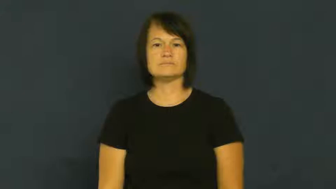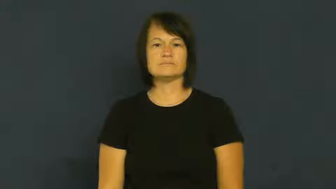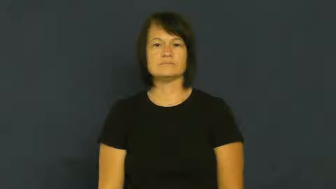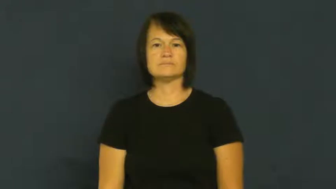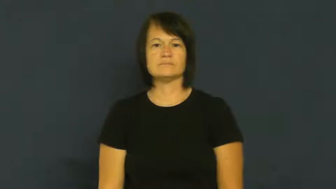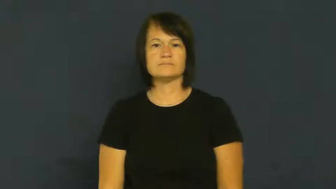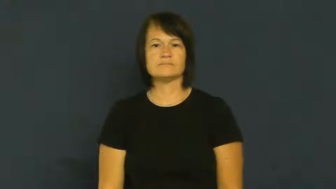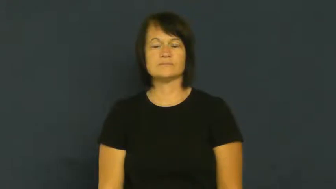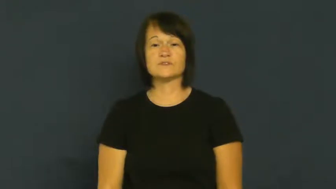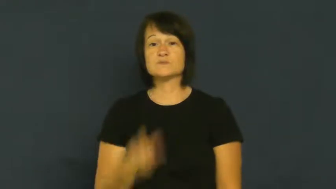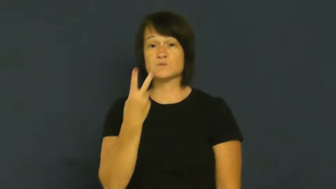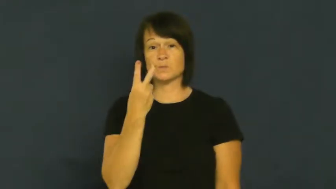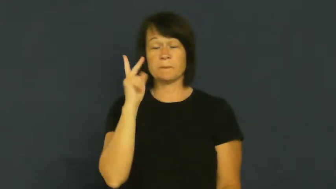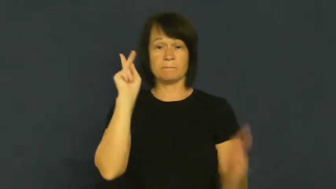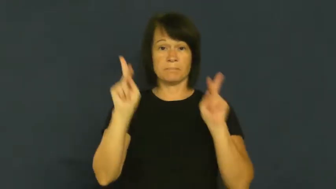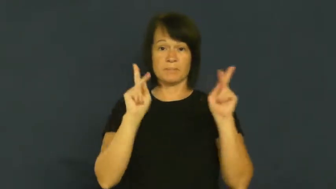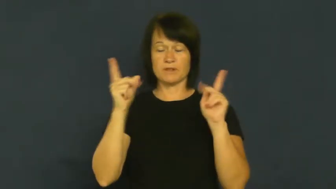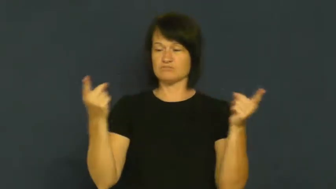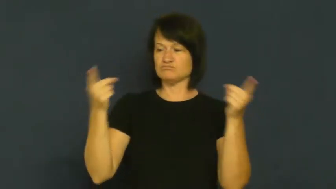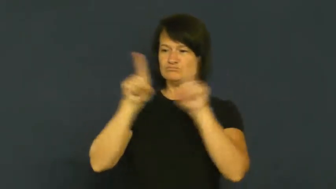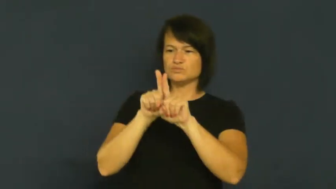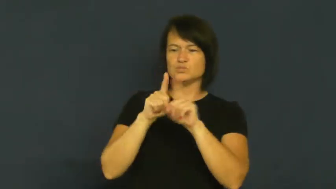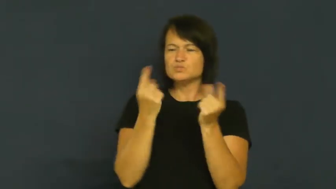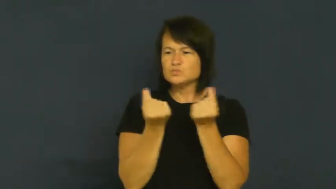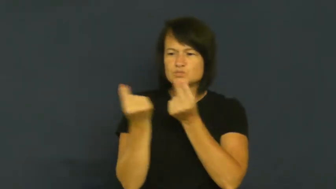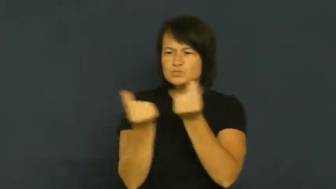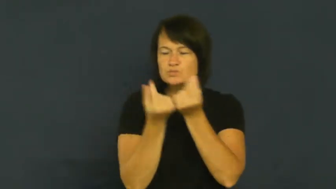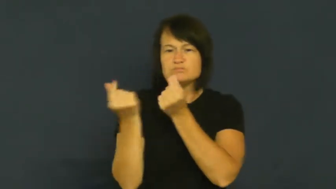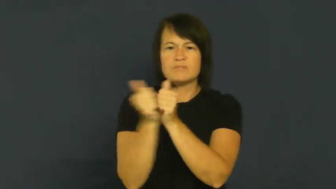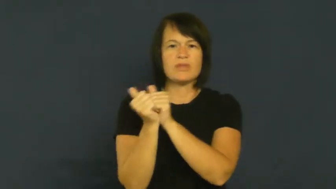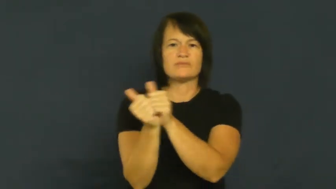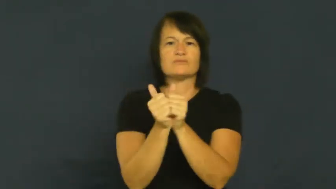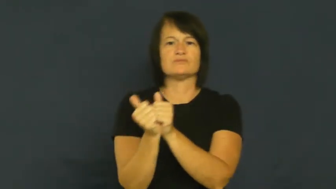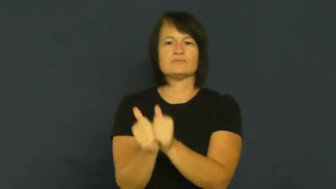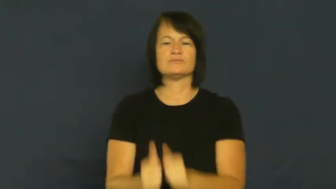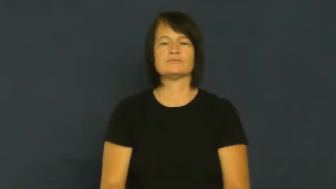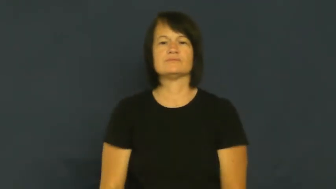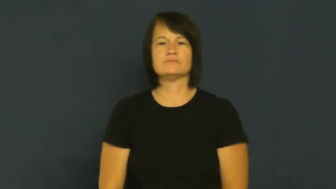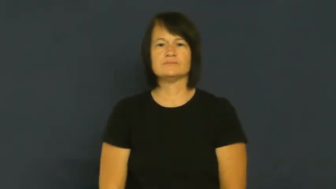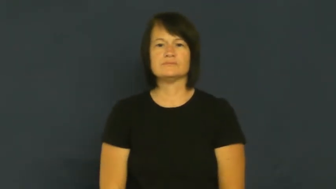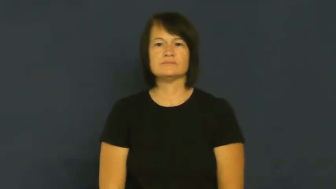couple-sweethearts